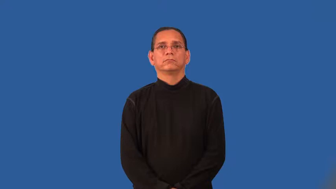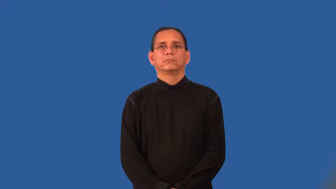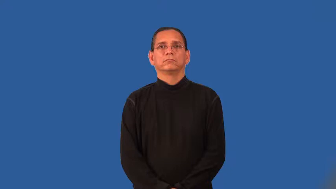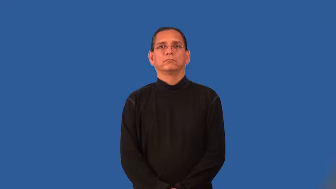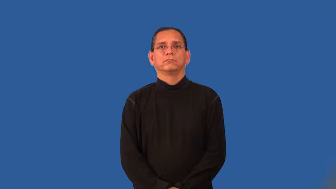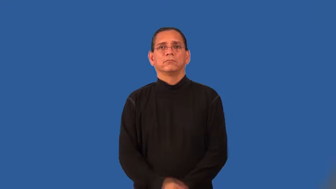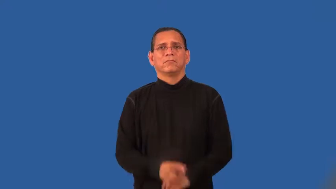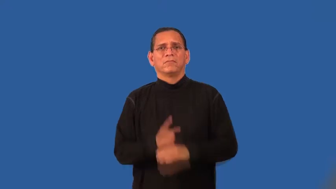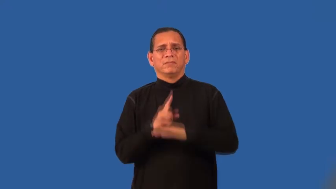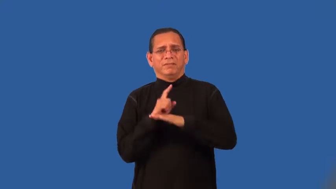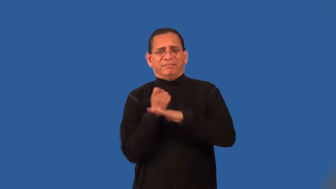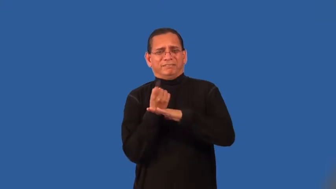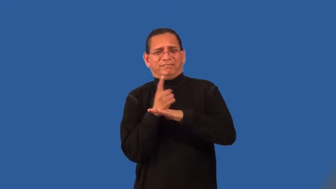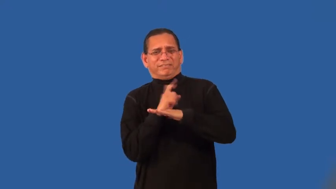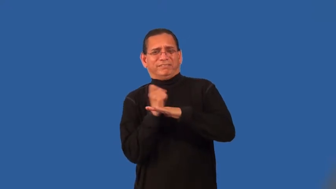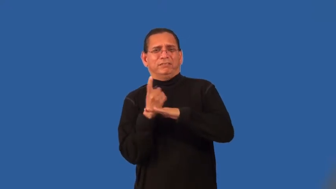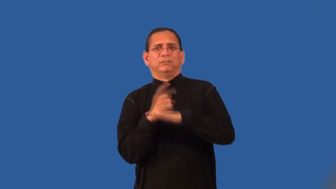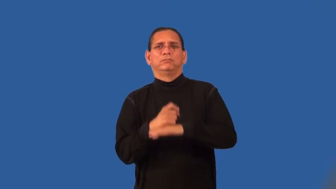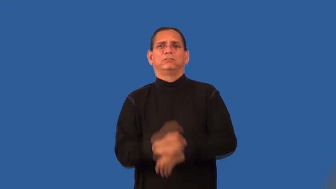squirmy,wiggly,wriggly